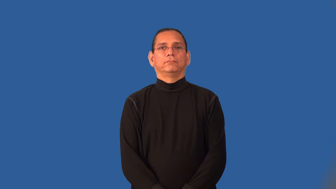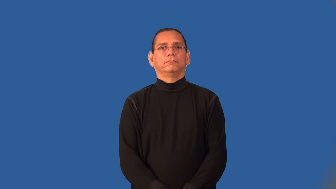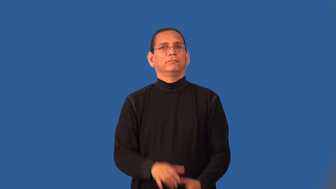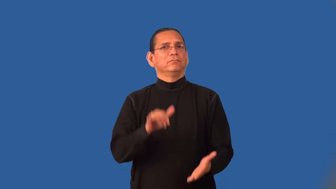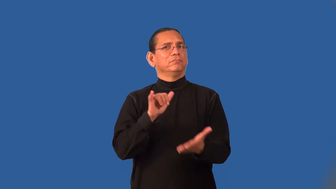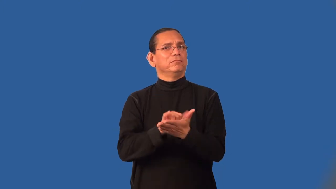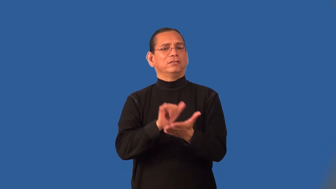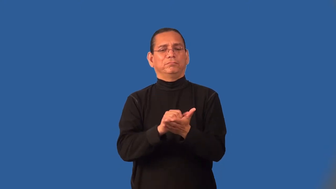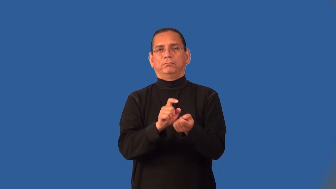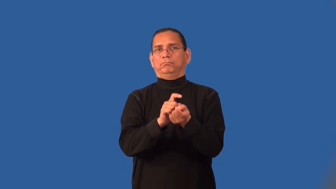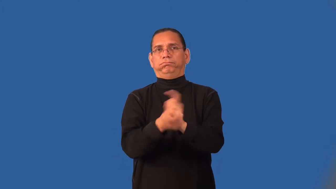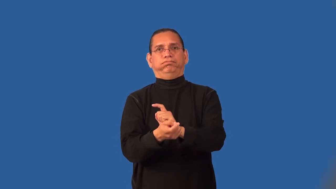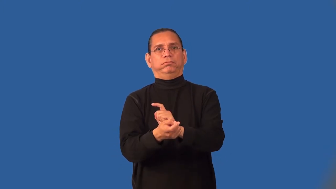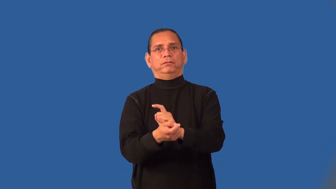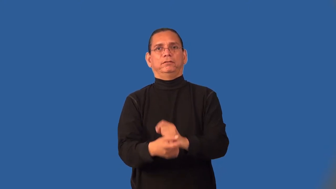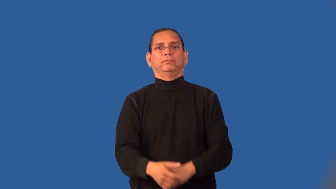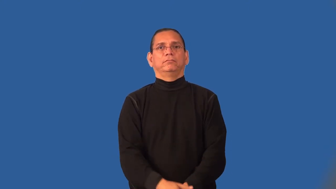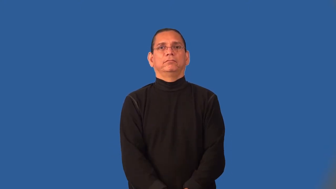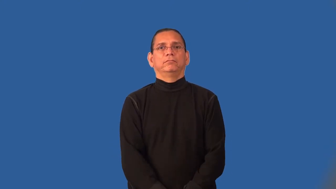immutable